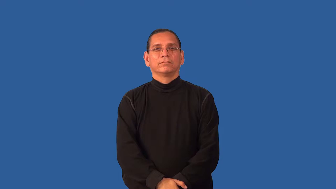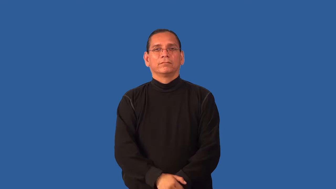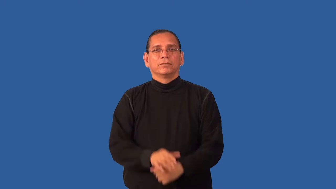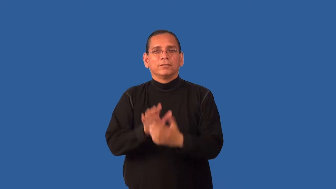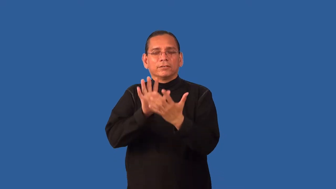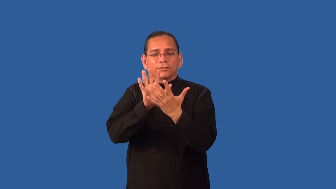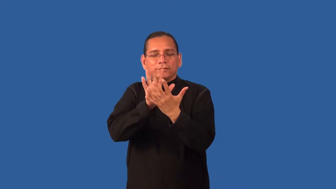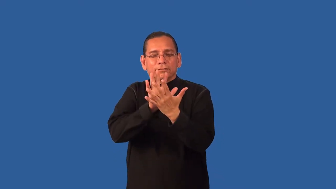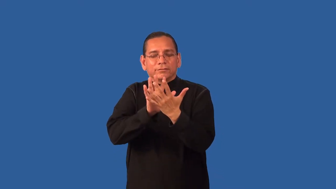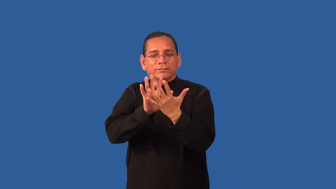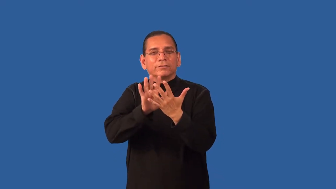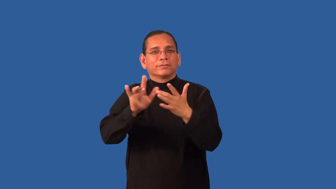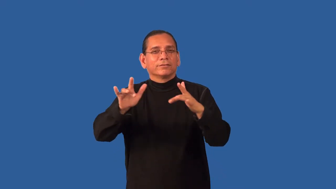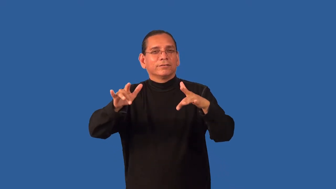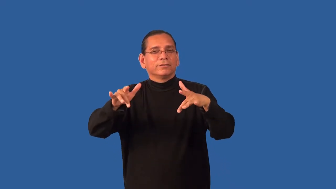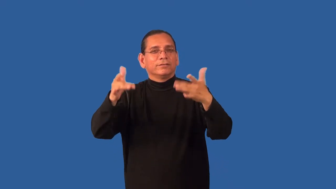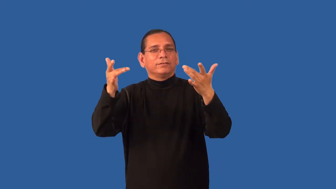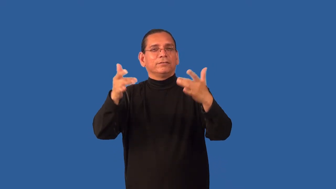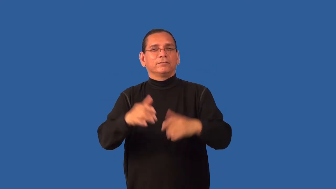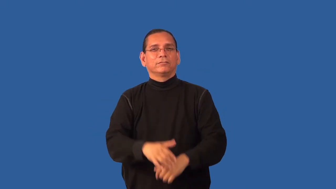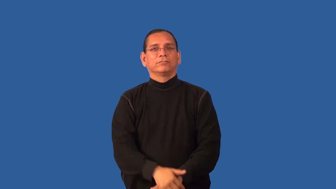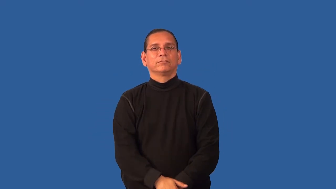faint,subtle-not clear